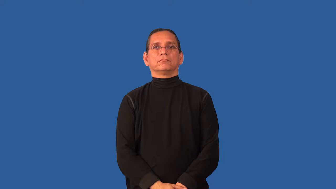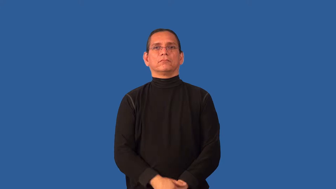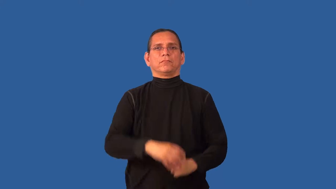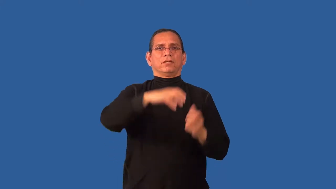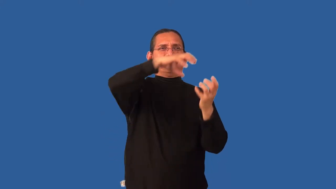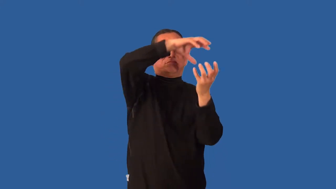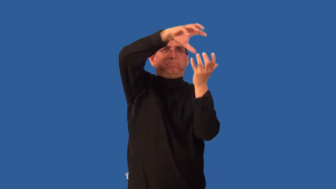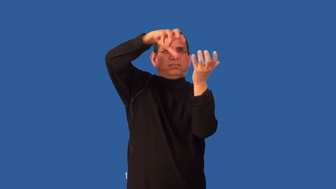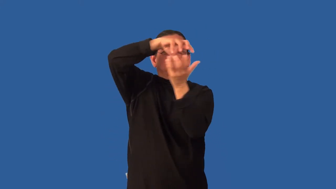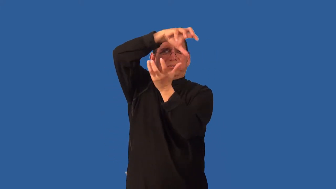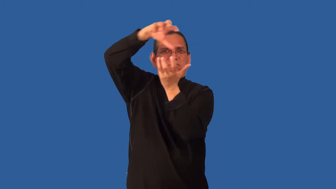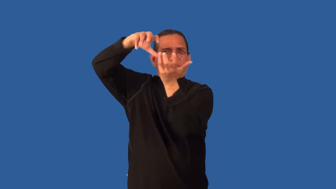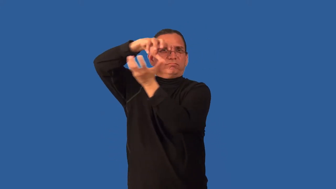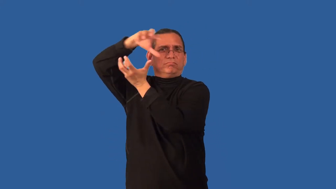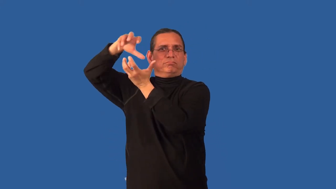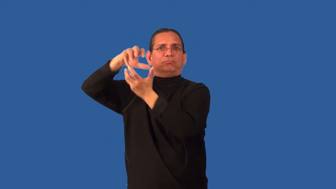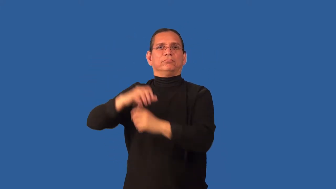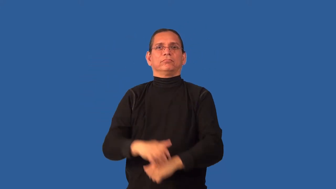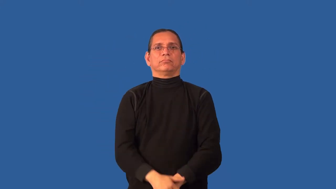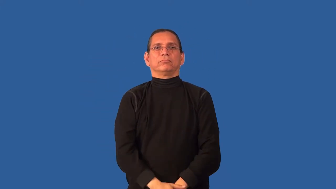cloudy-weather